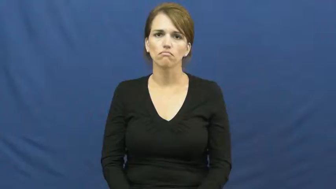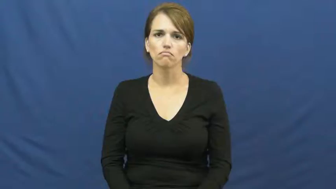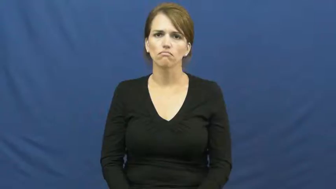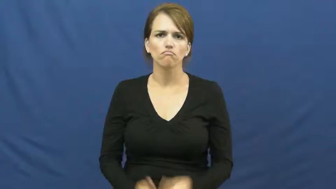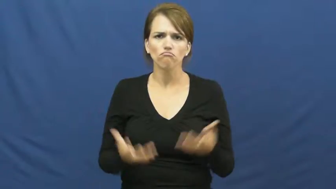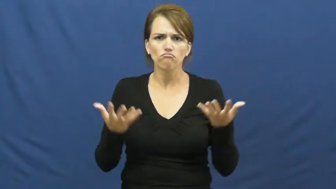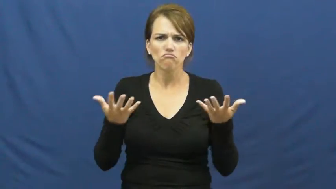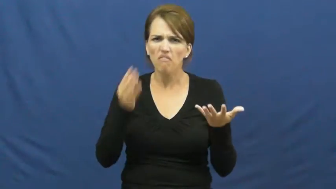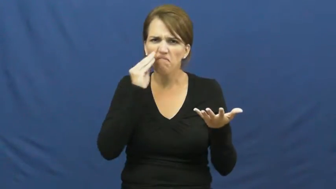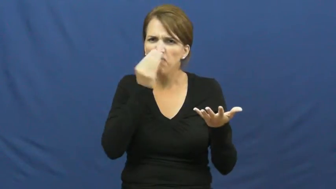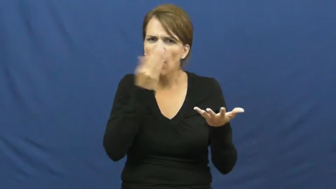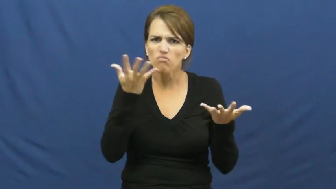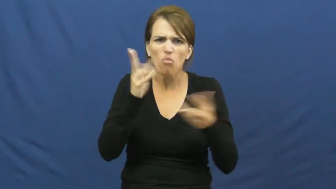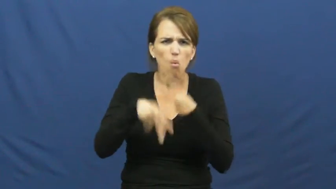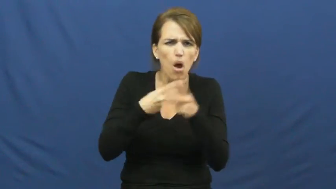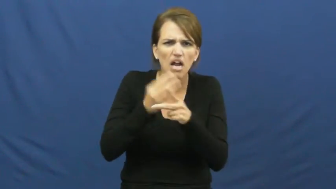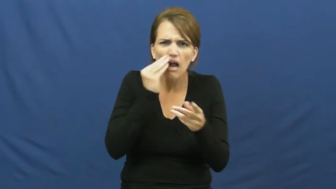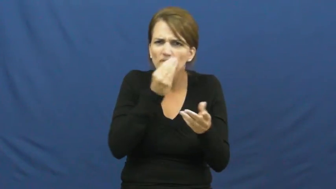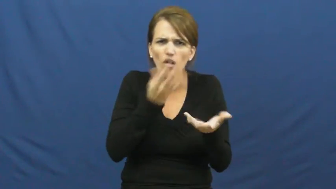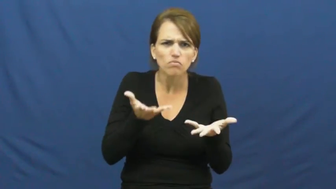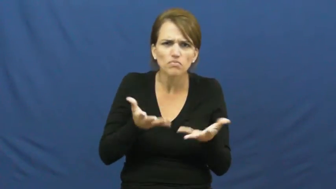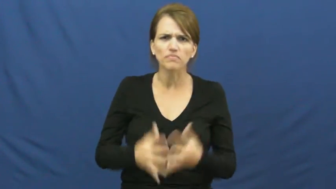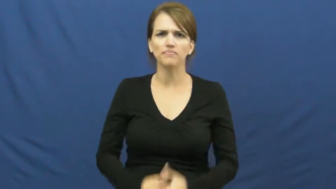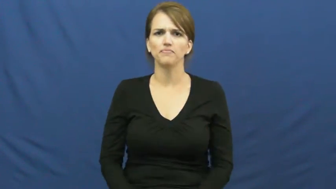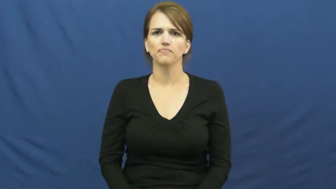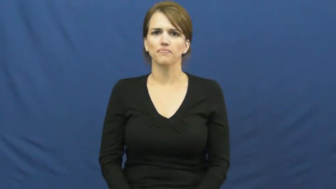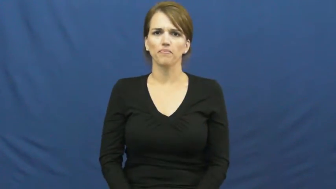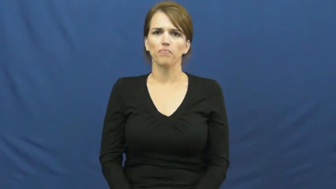kind of flower